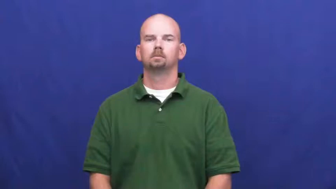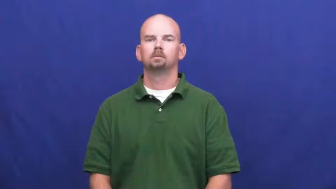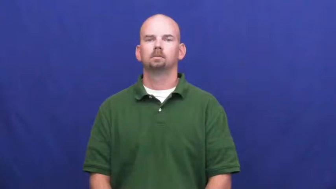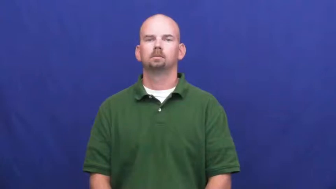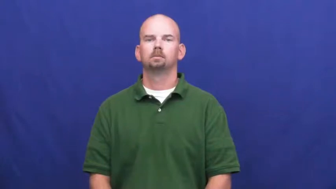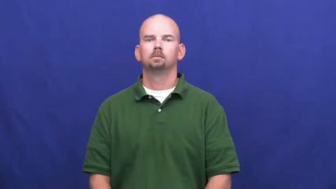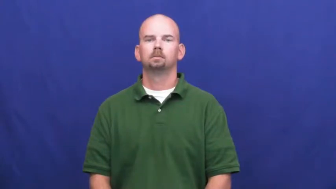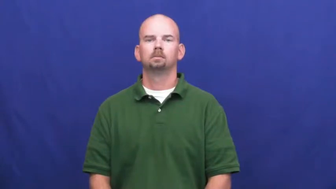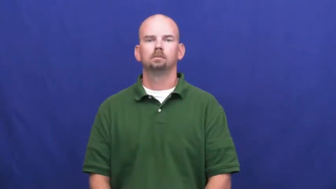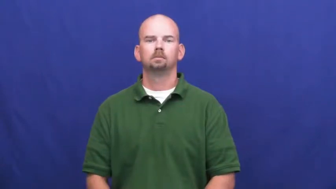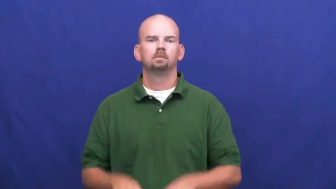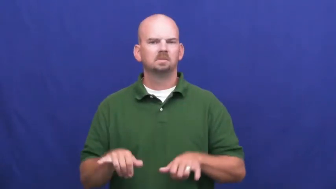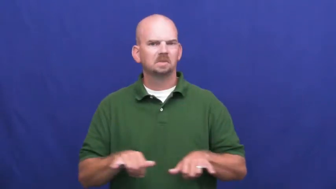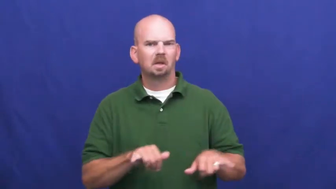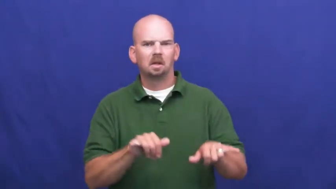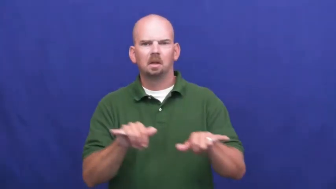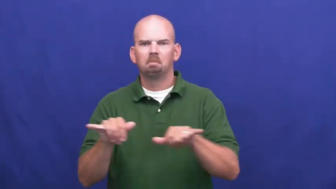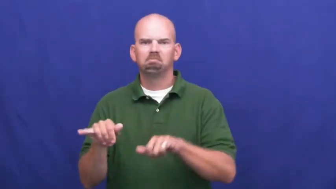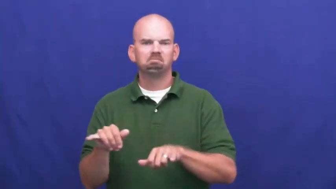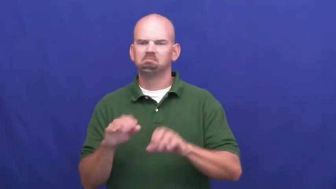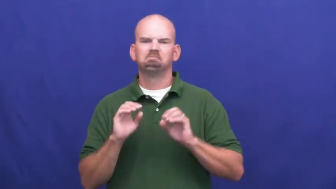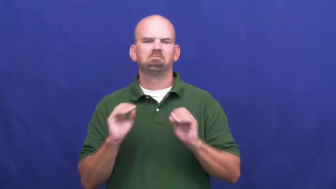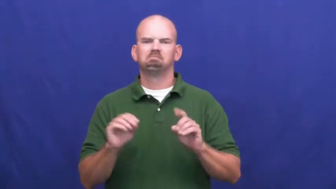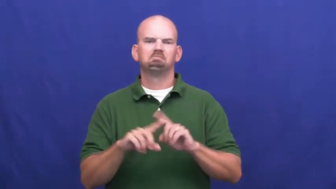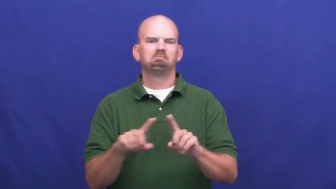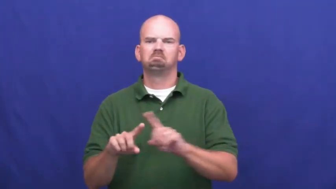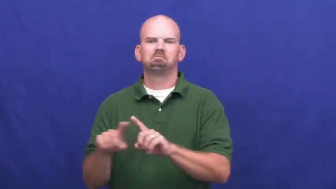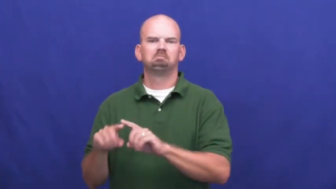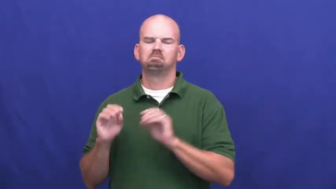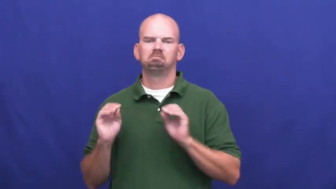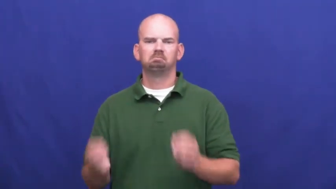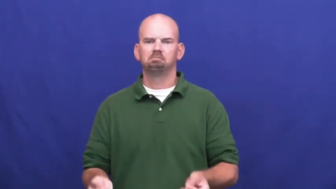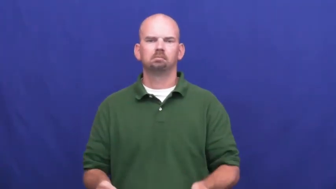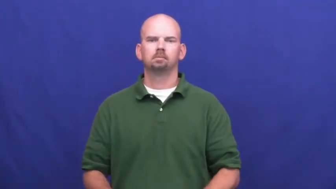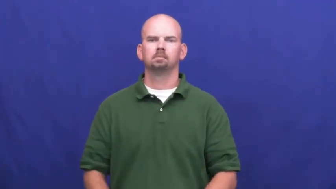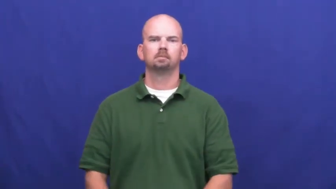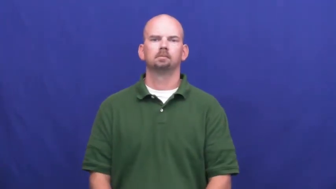undifferentiated